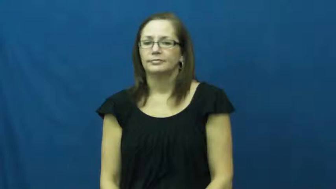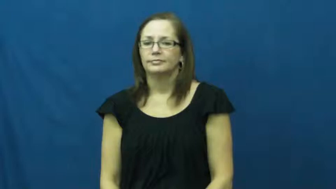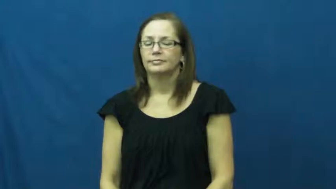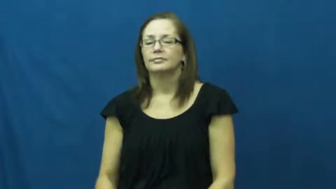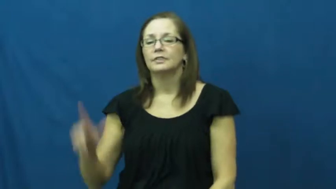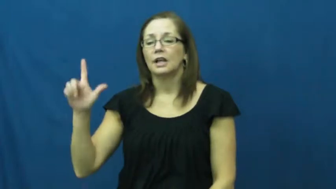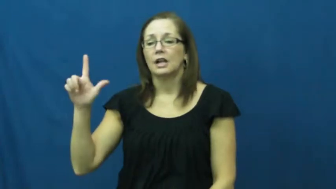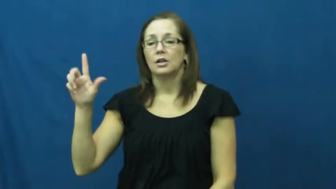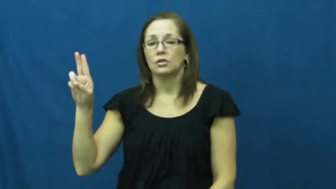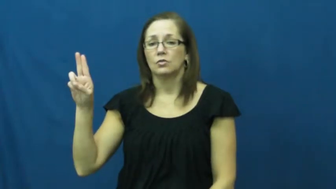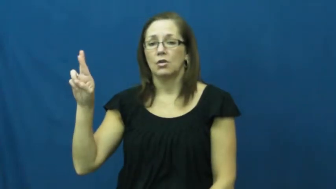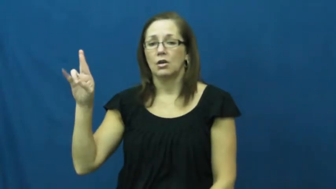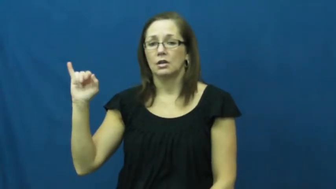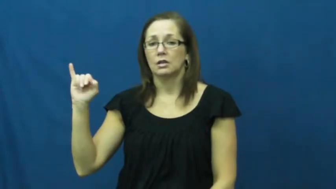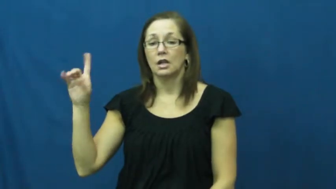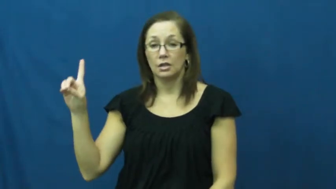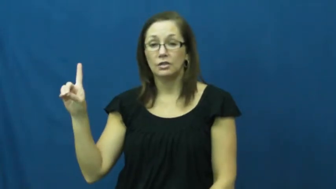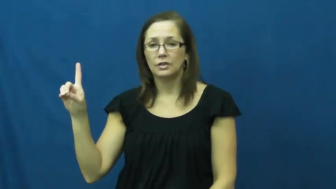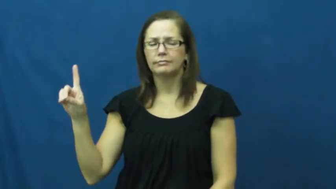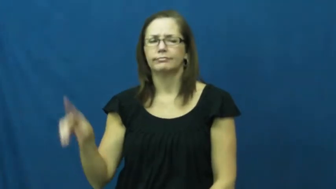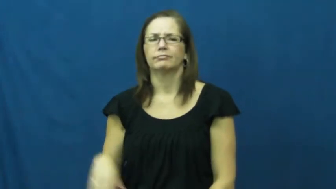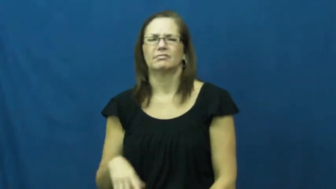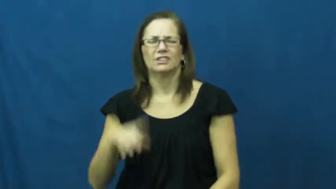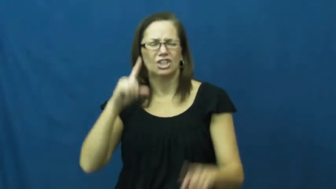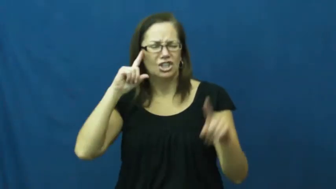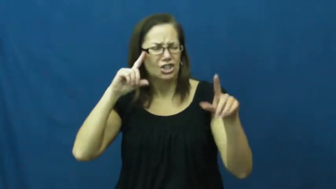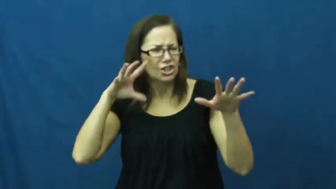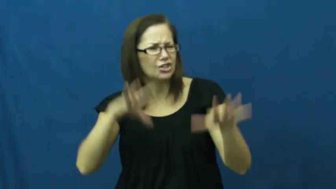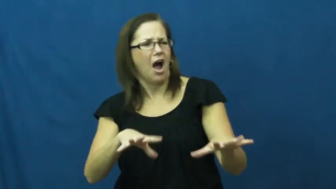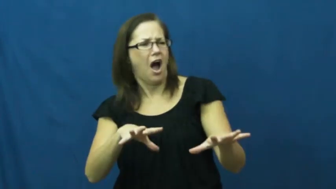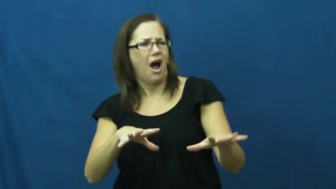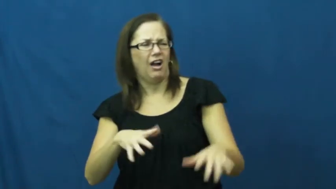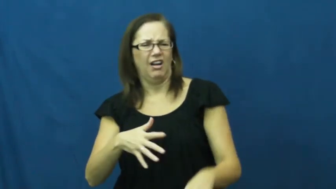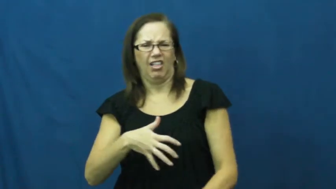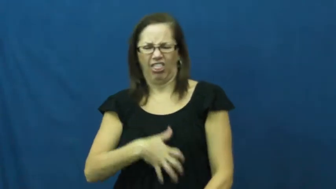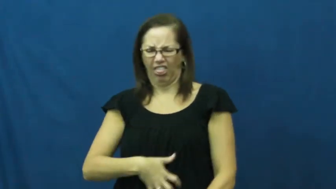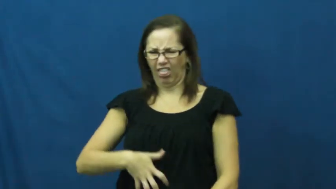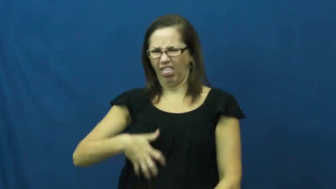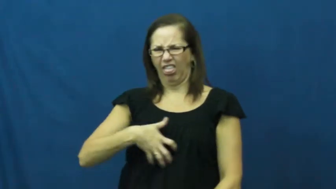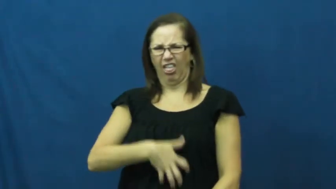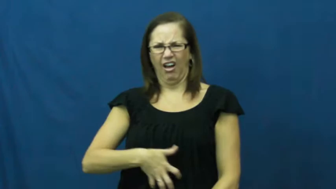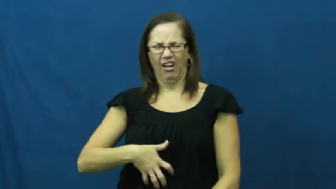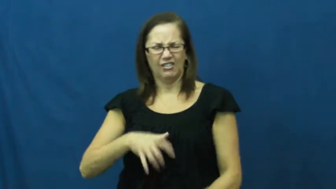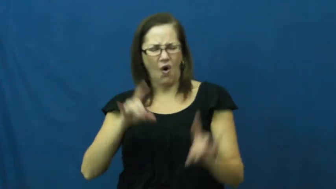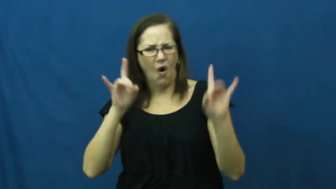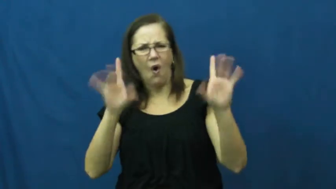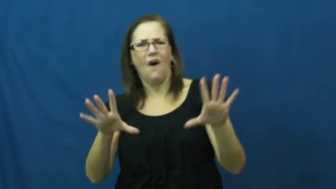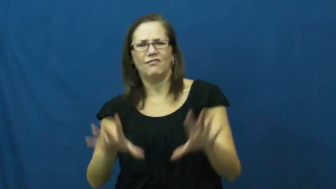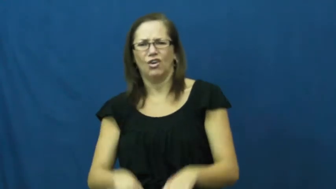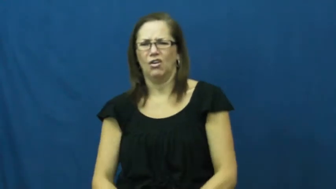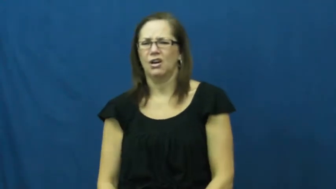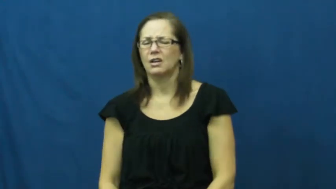lurid